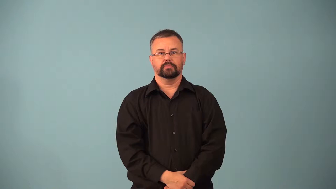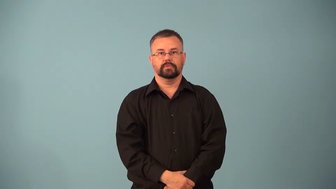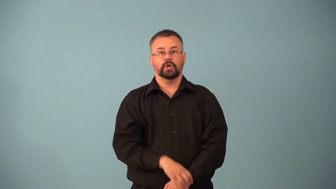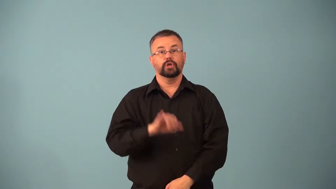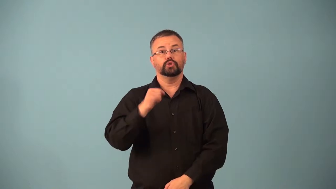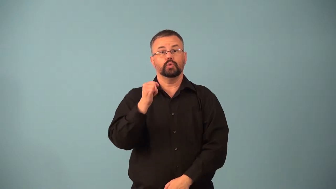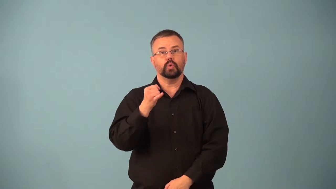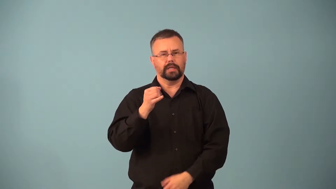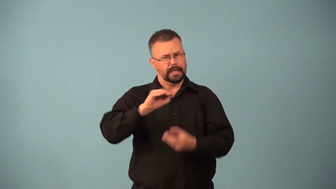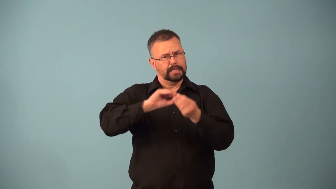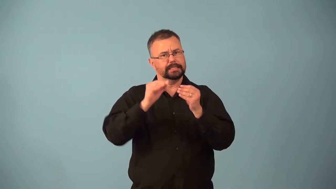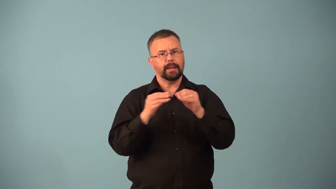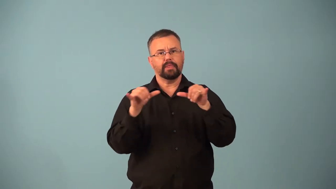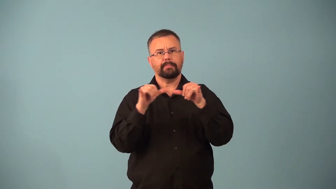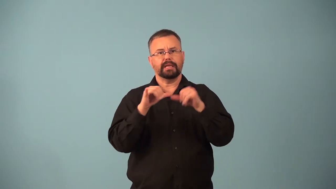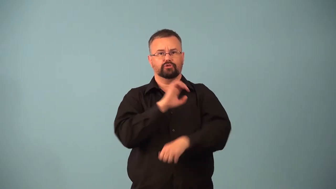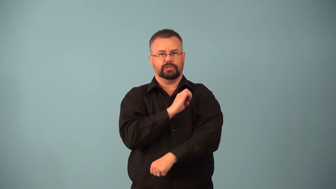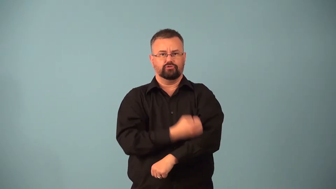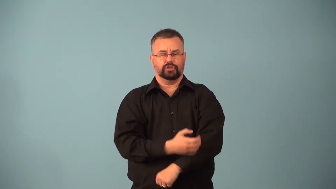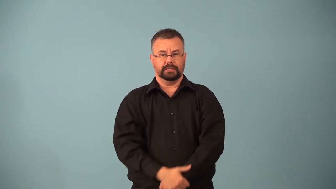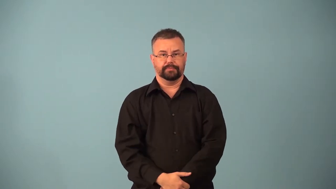joule